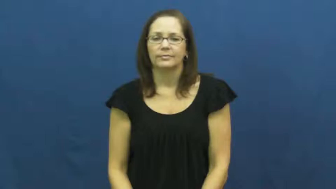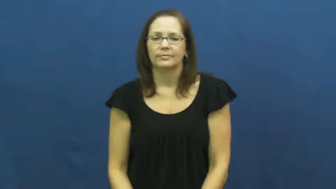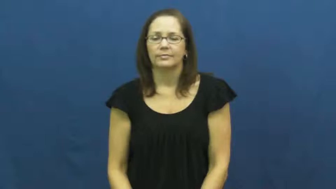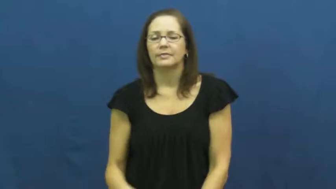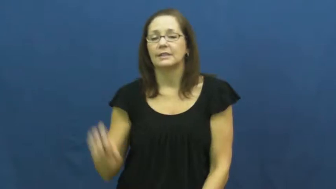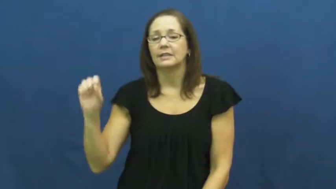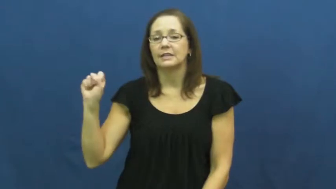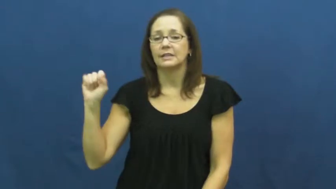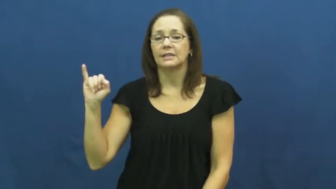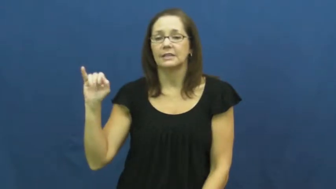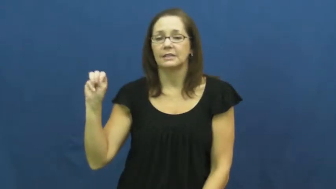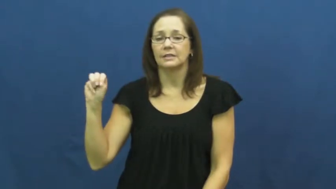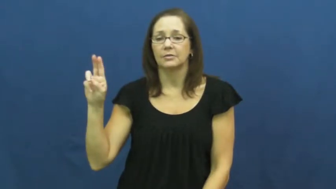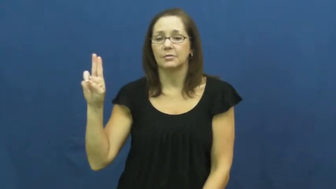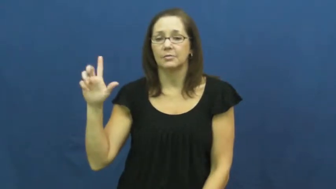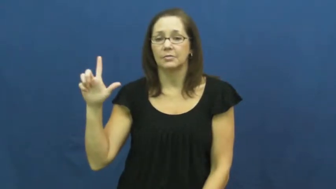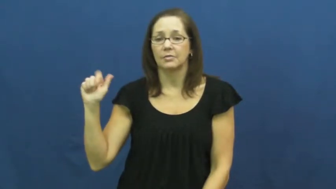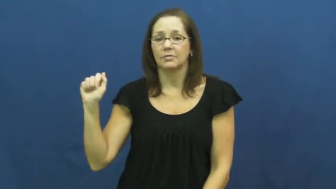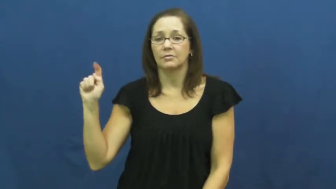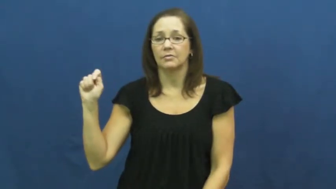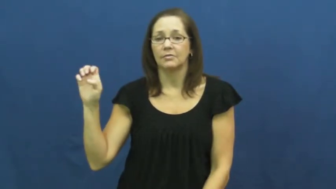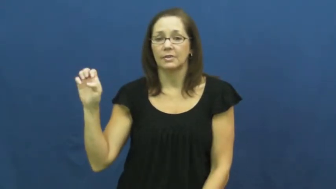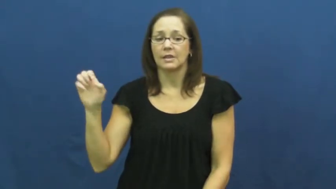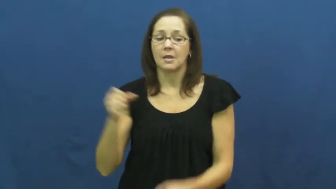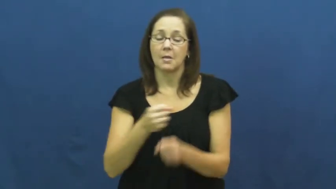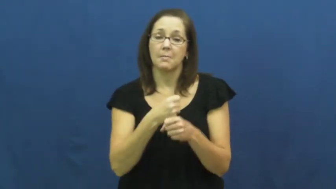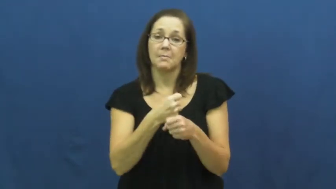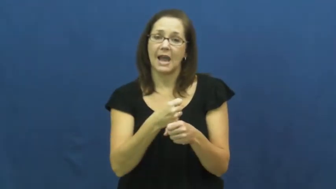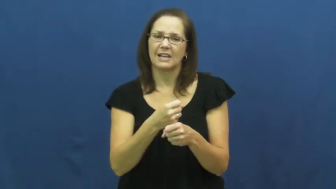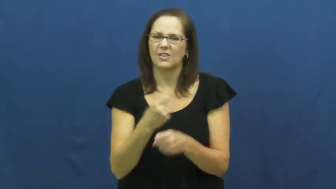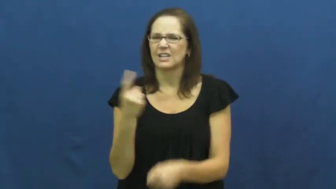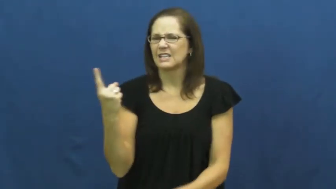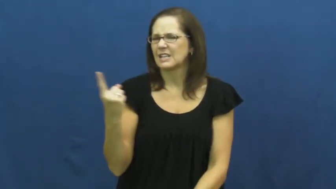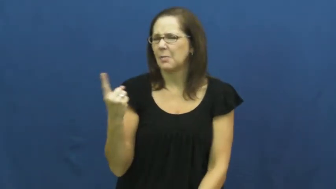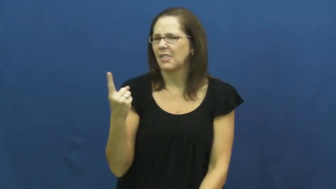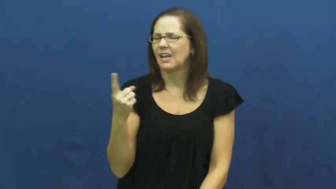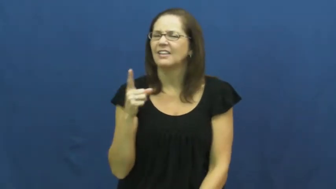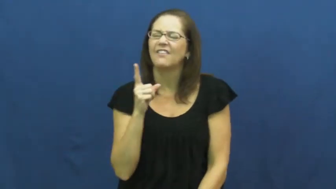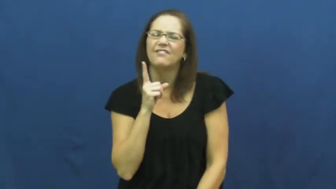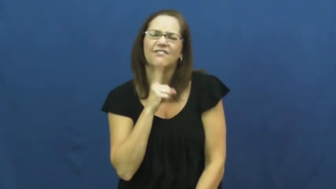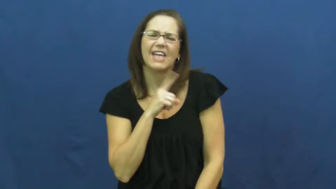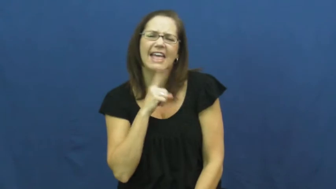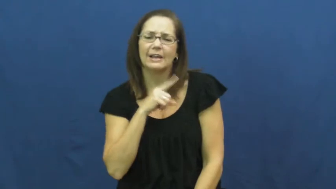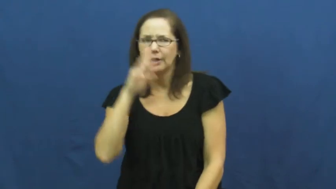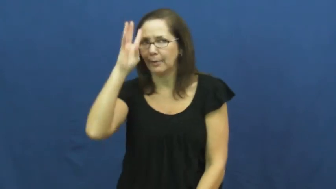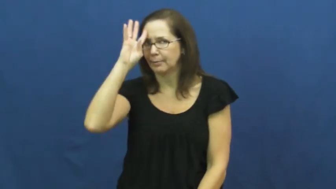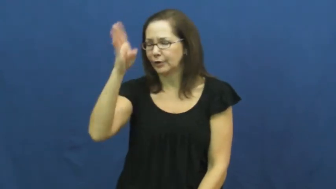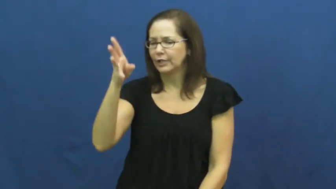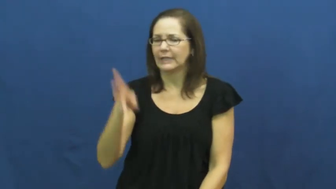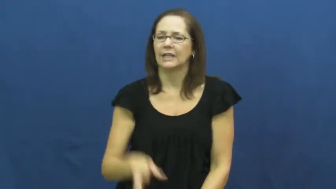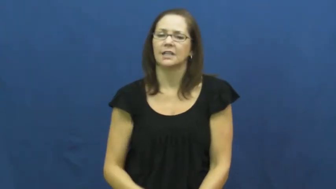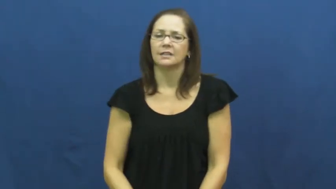simulate